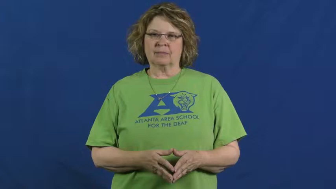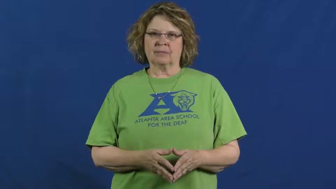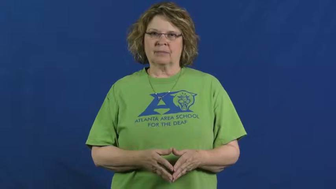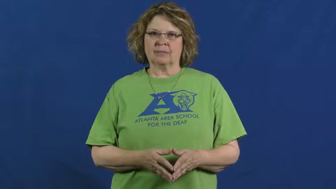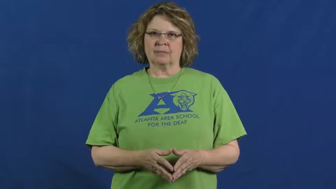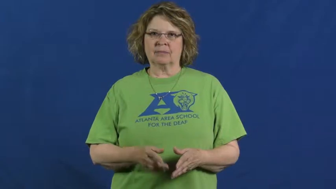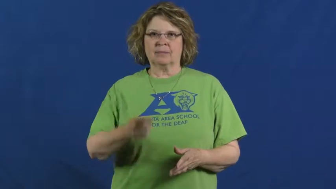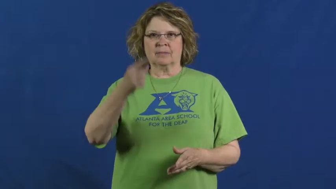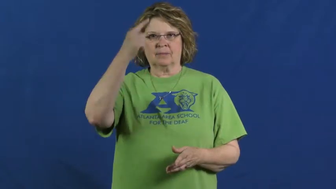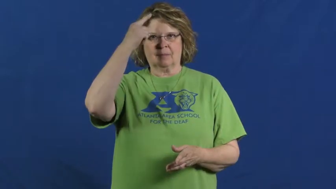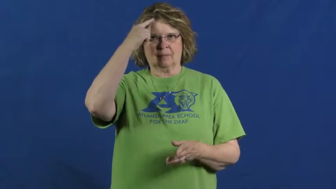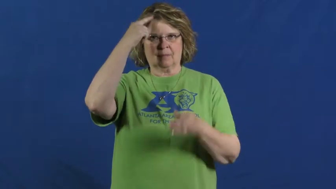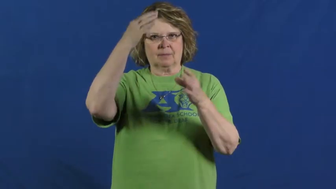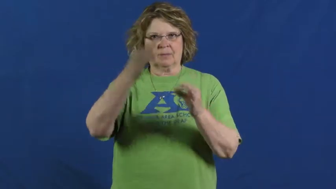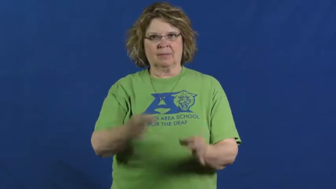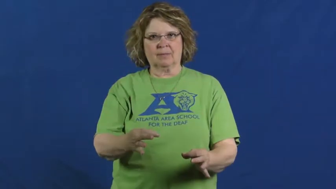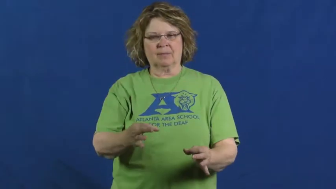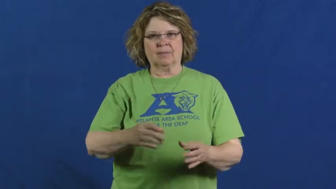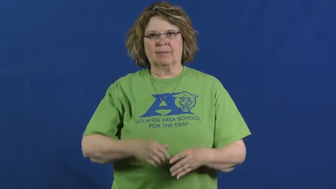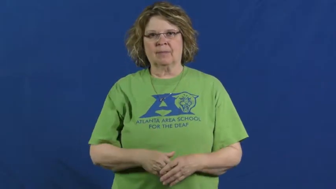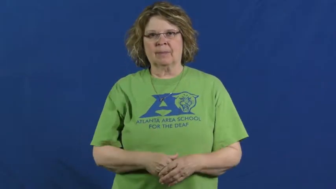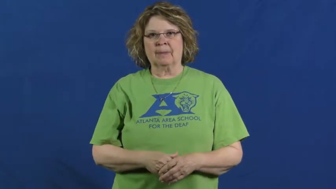judge-critic